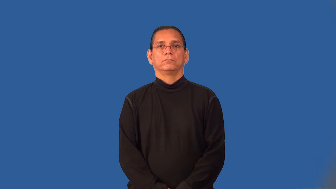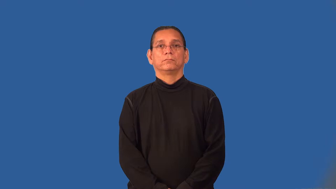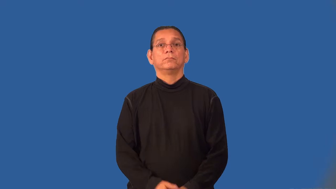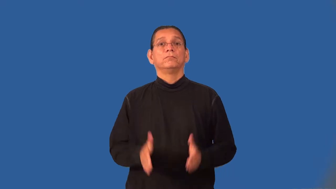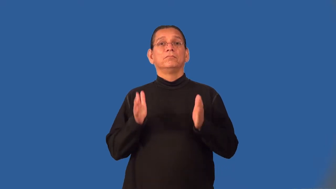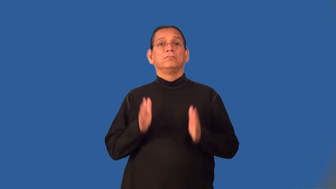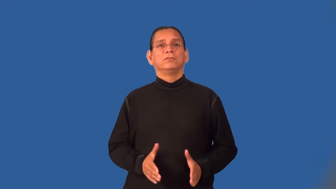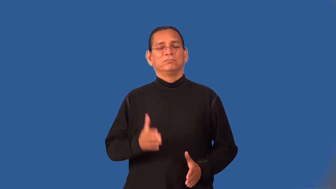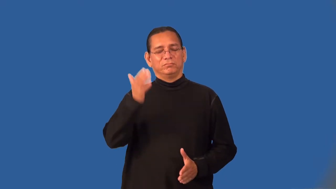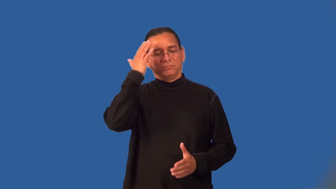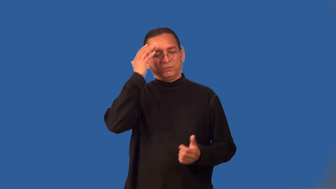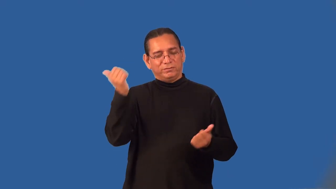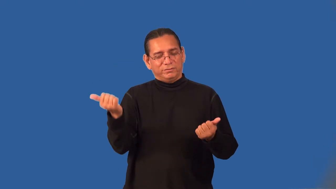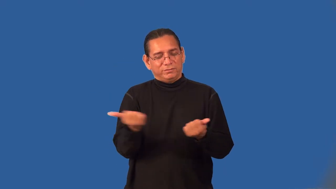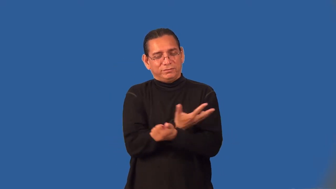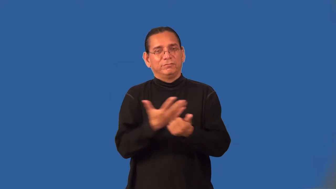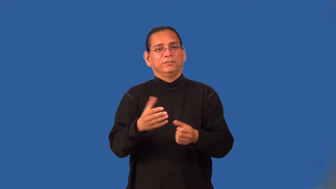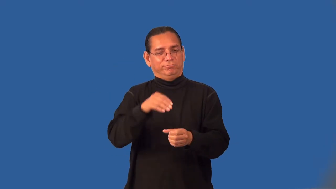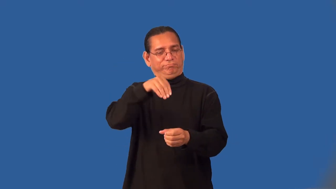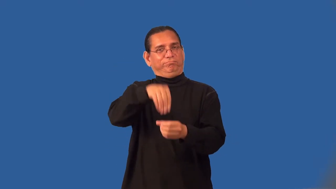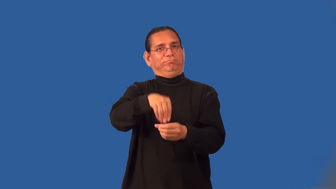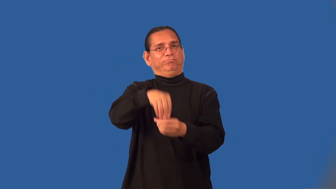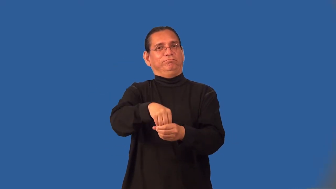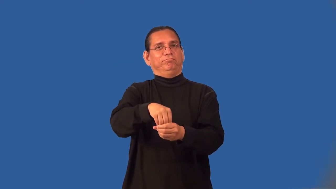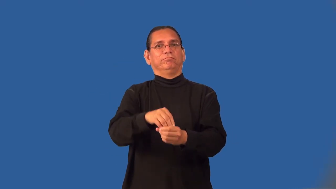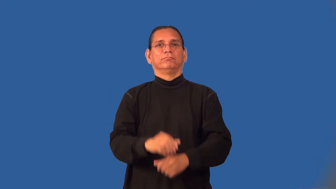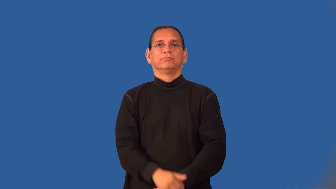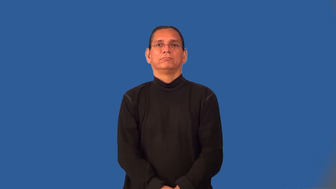insider